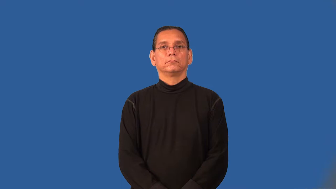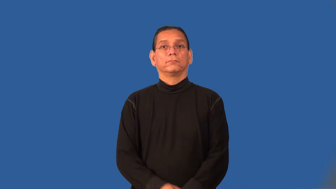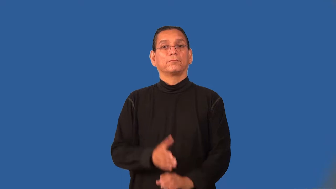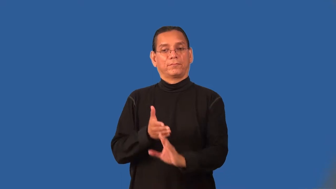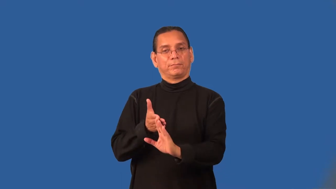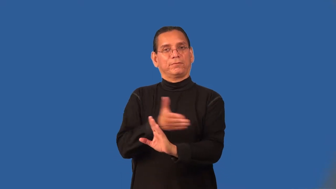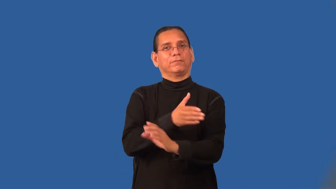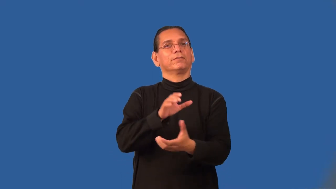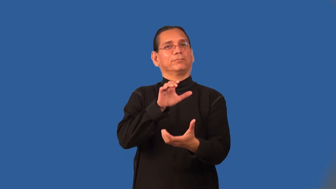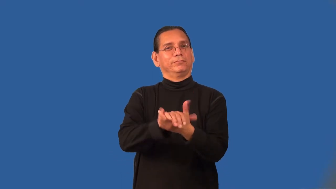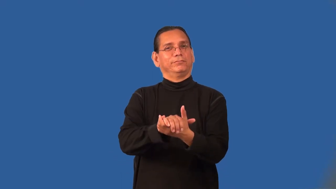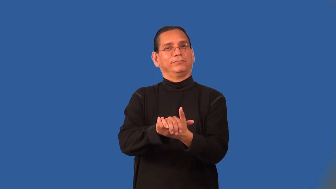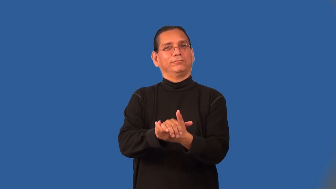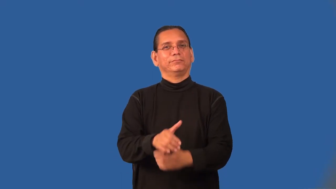premarital